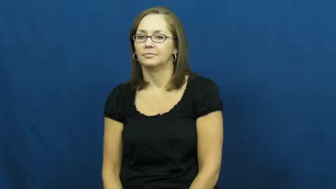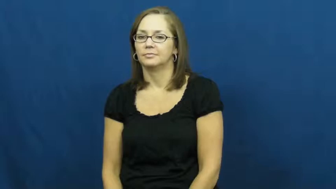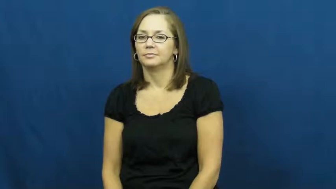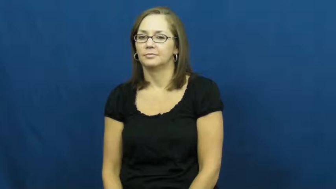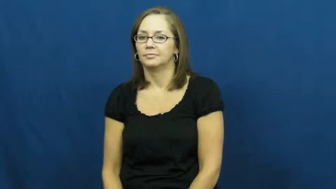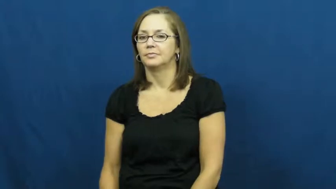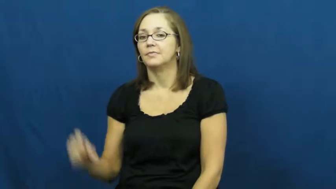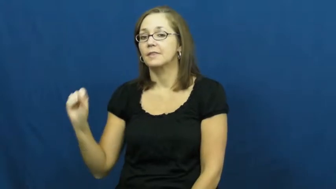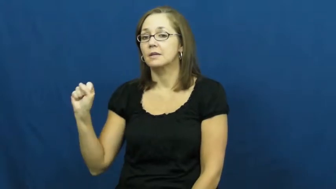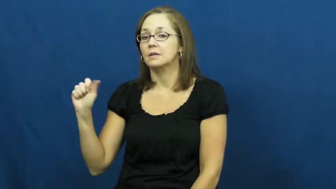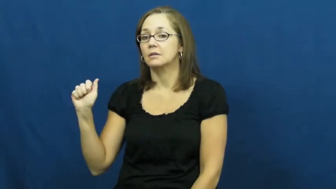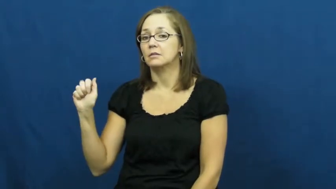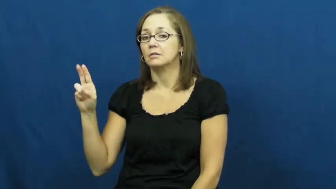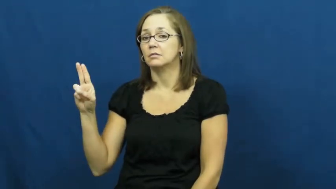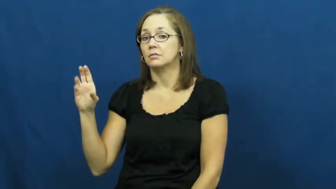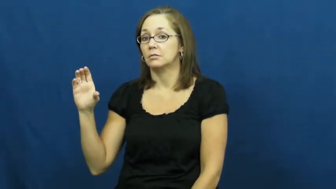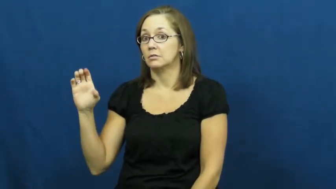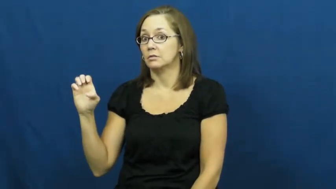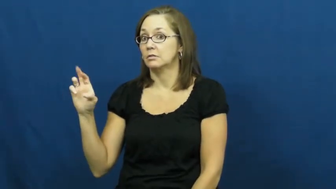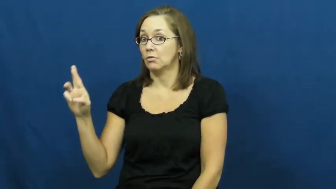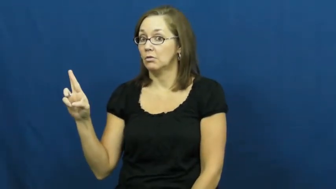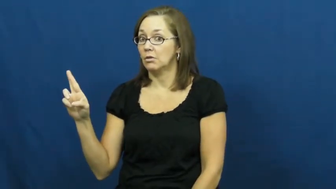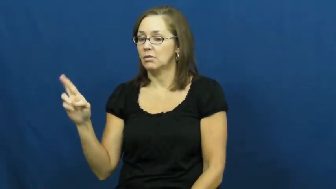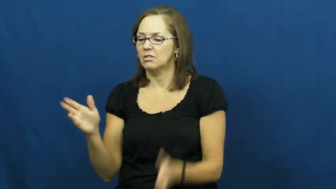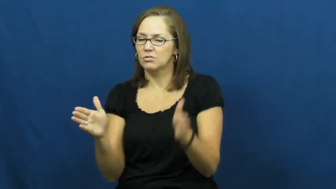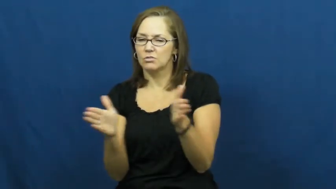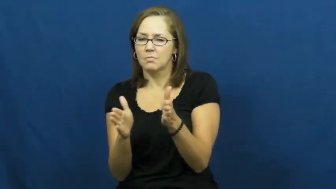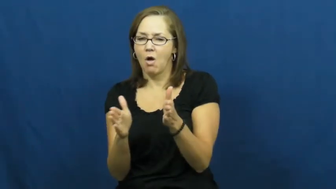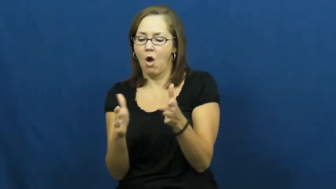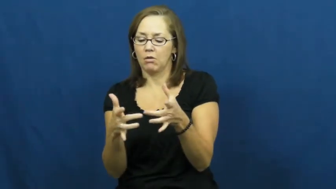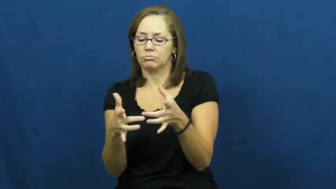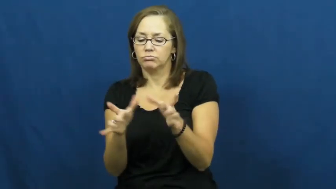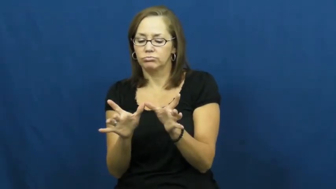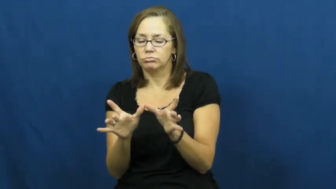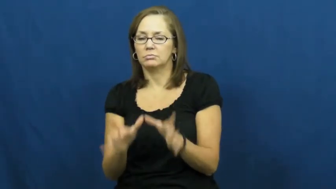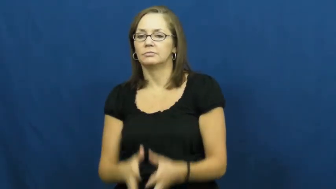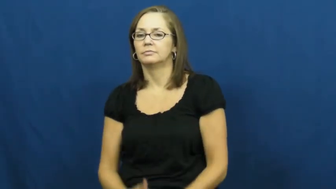saucer